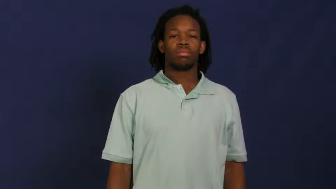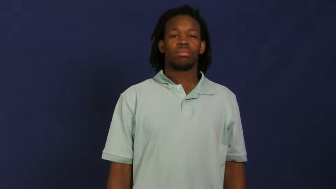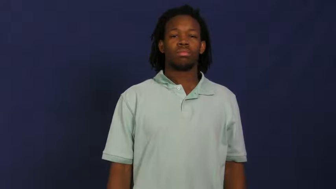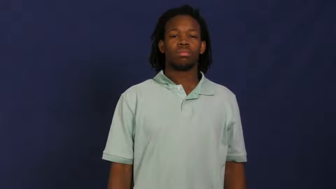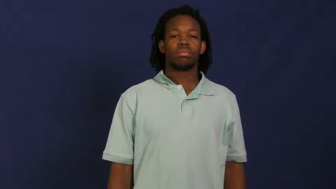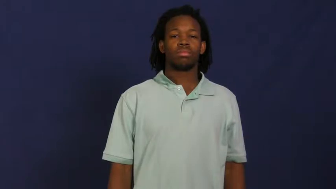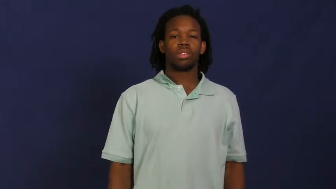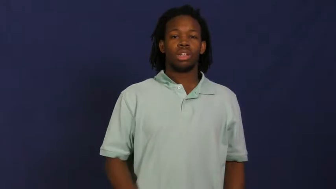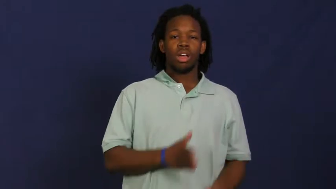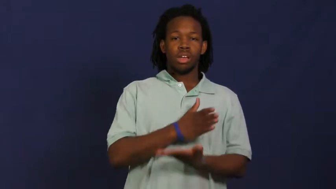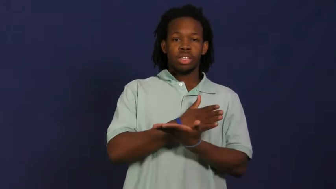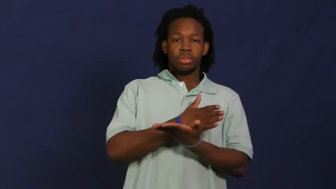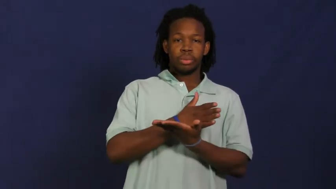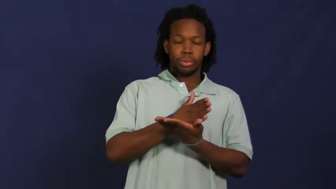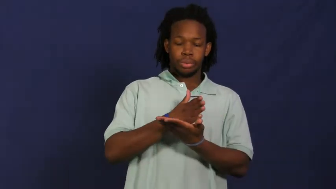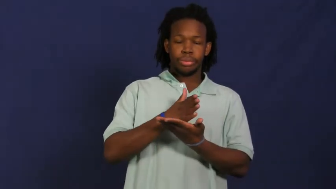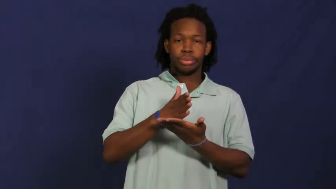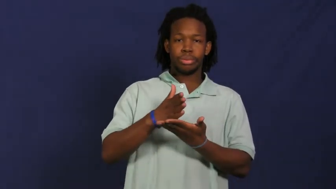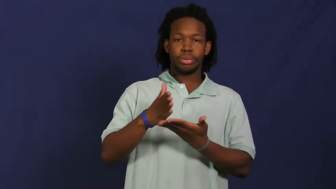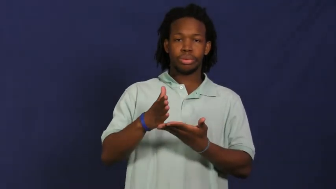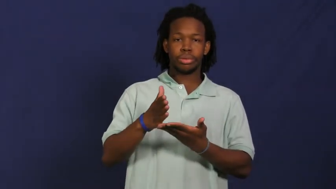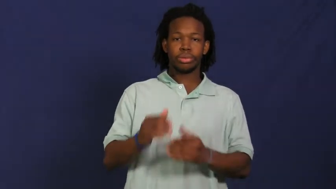pave